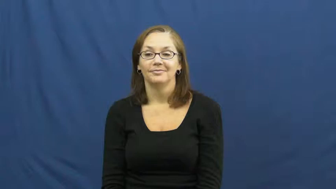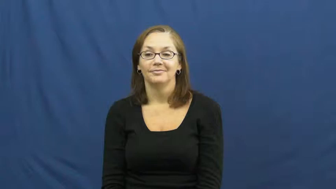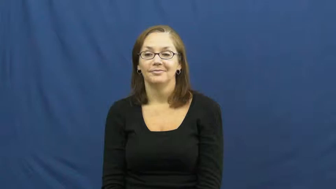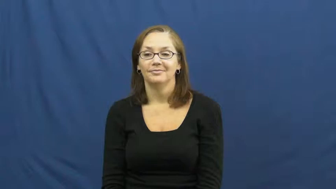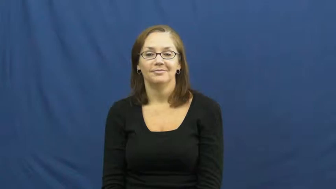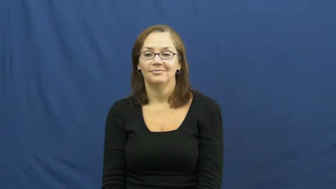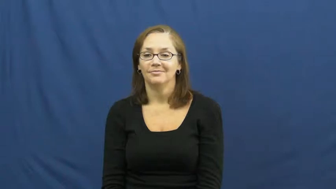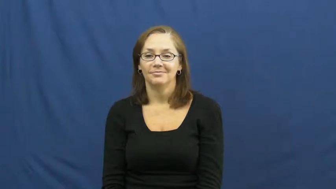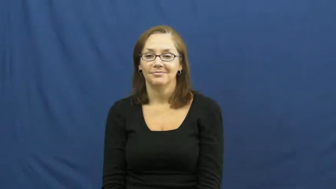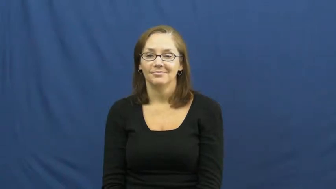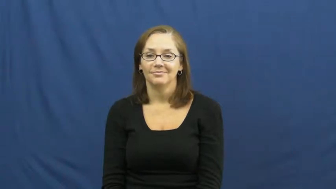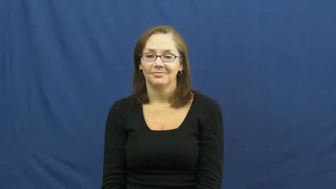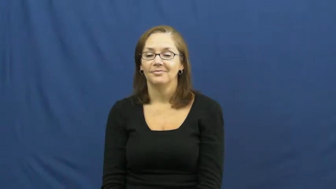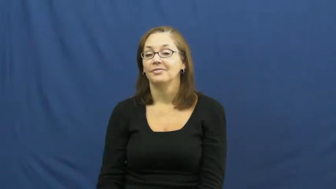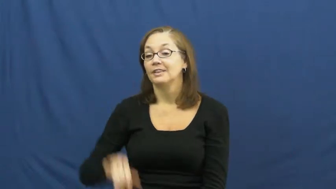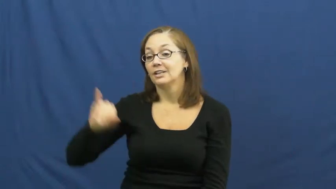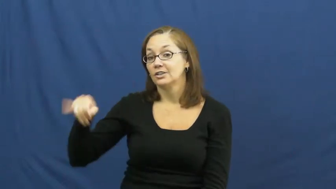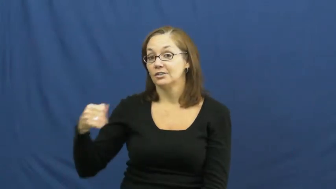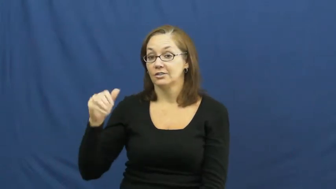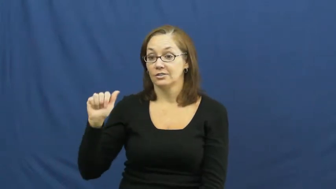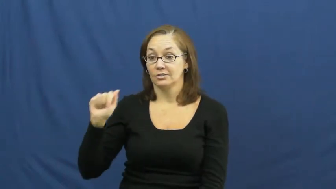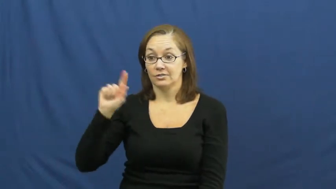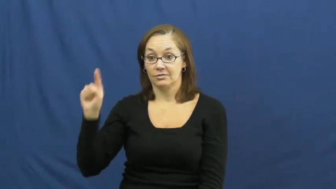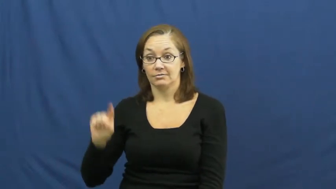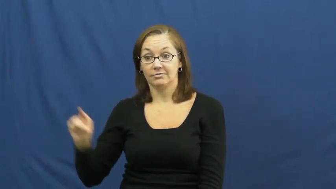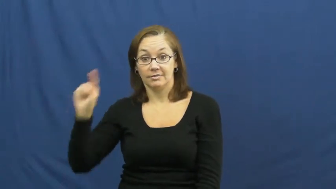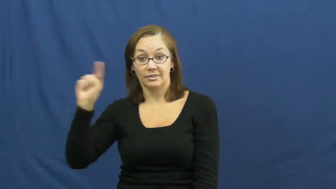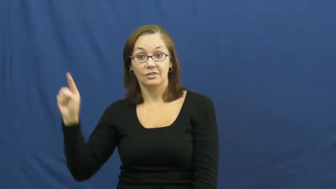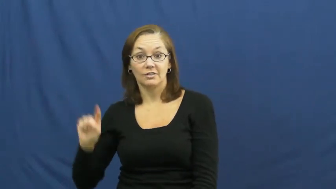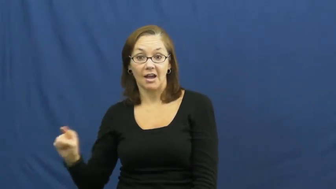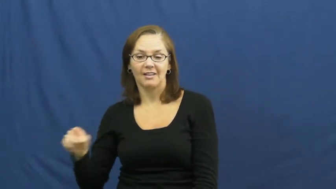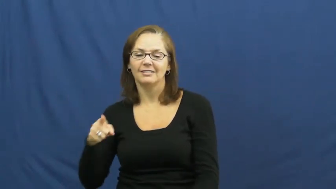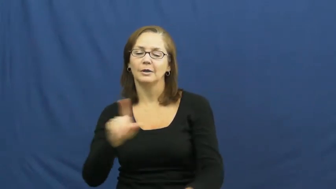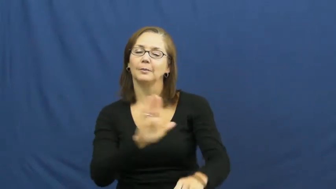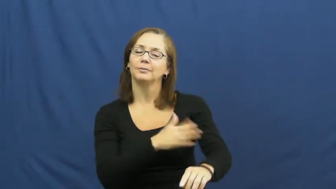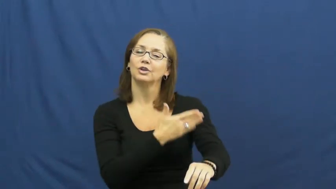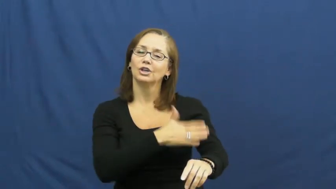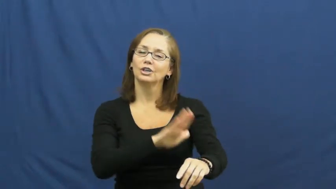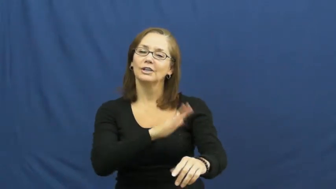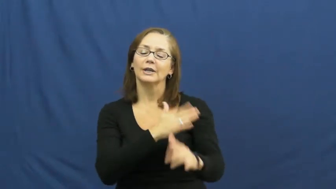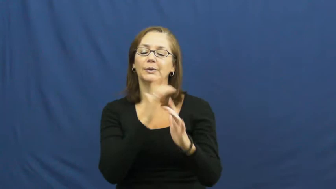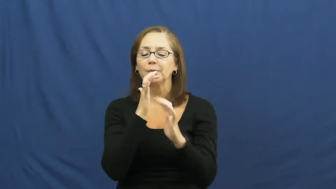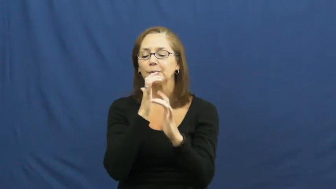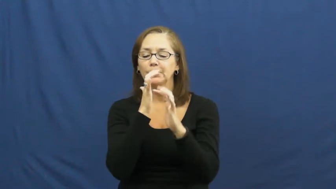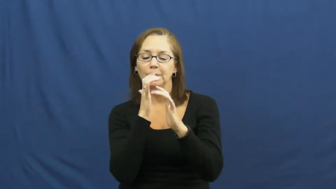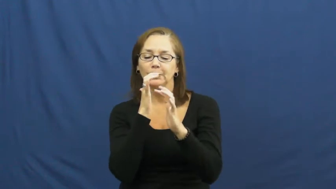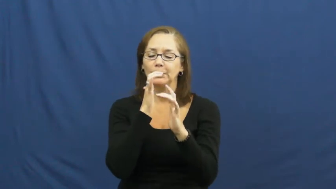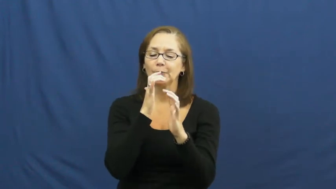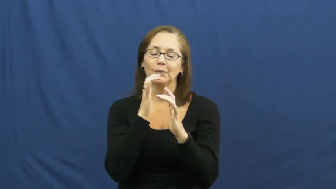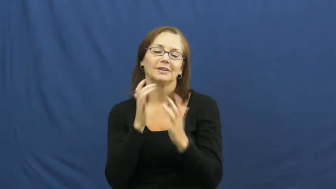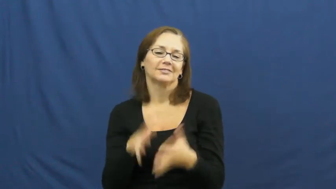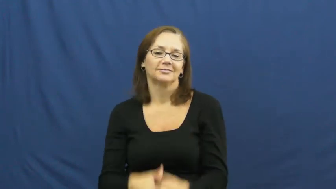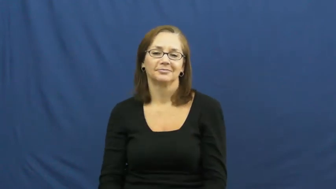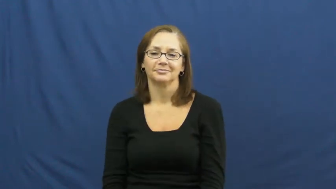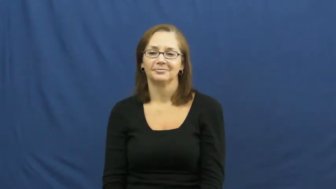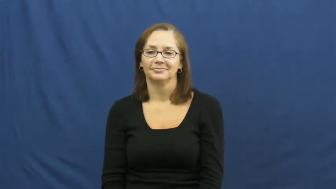jazz,bebop,bop